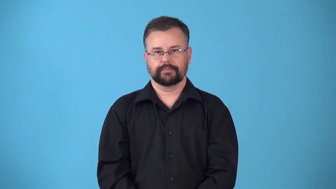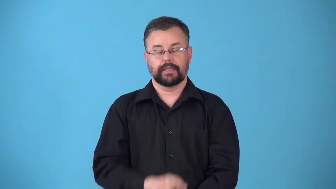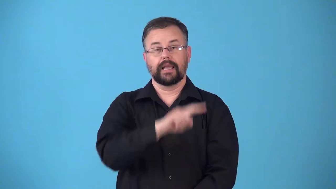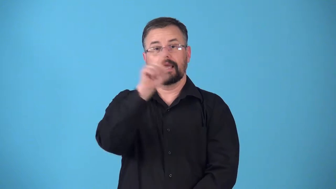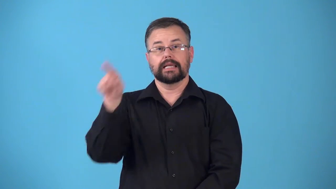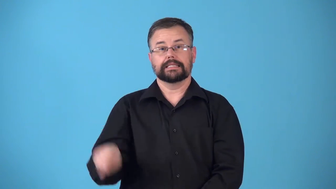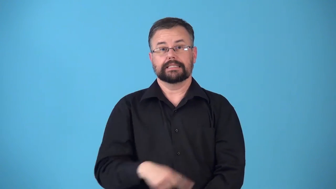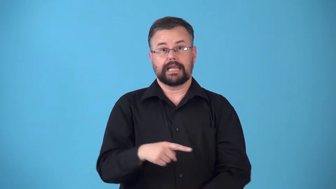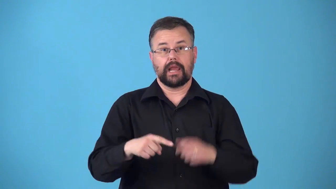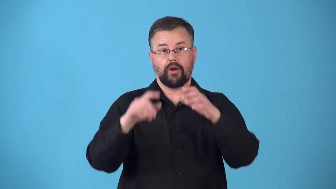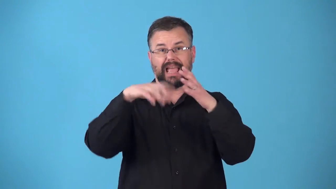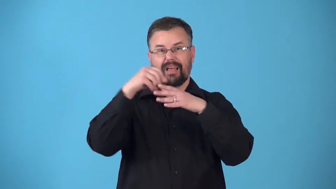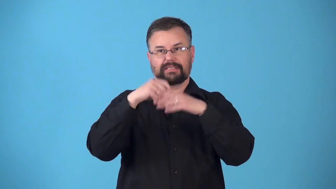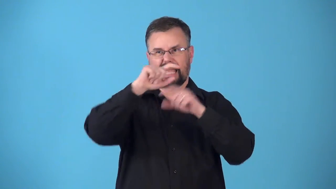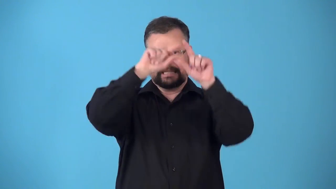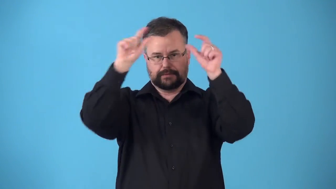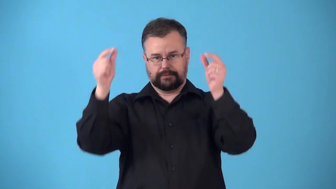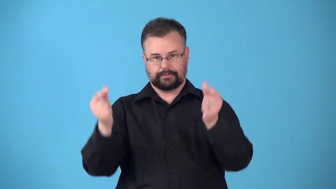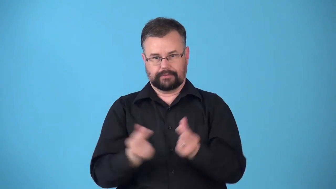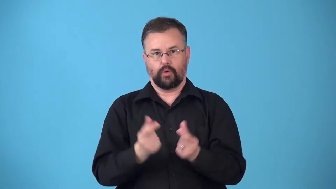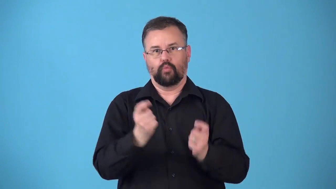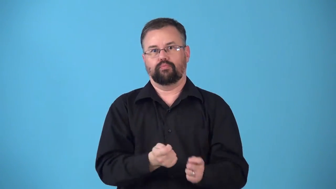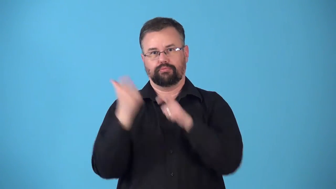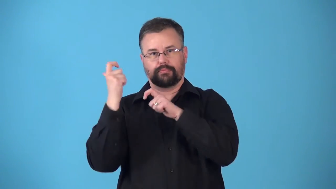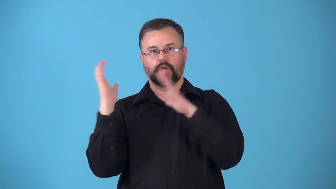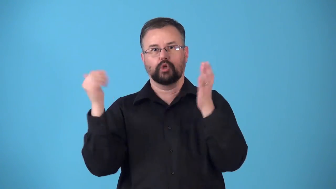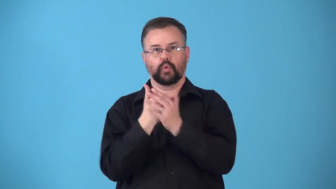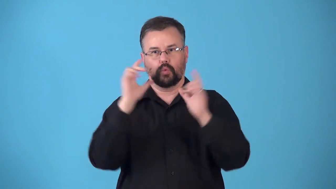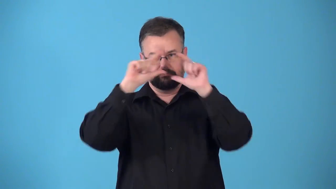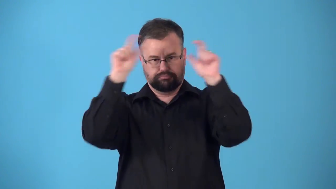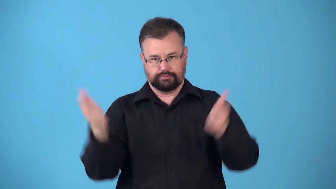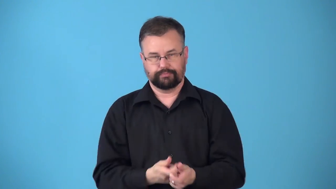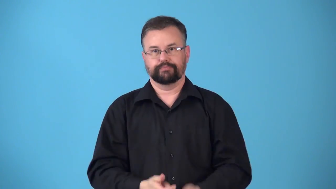retread-tire